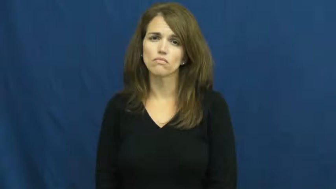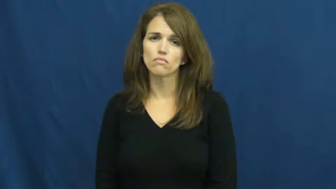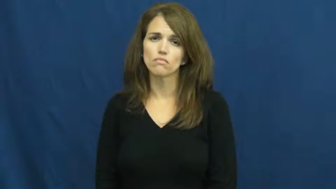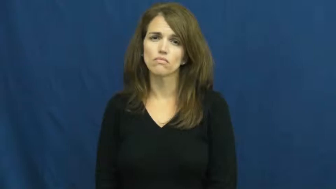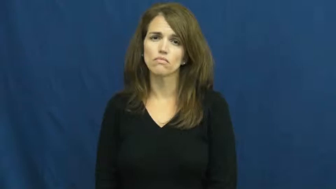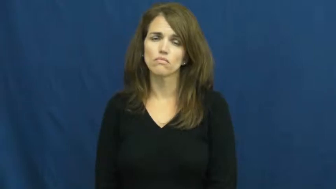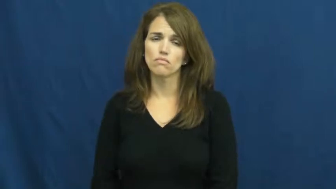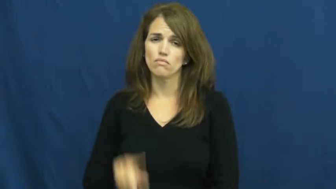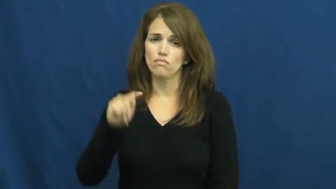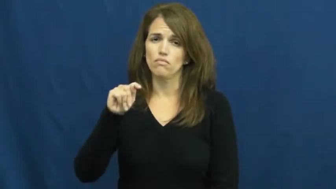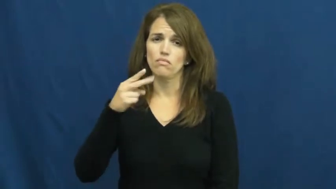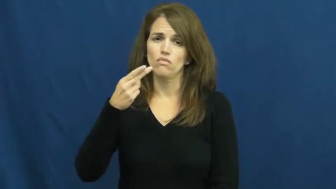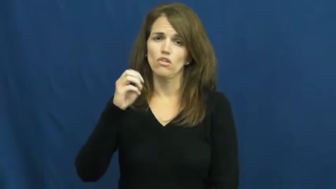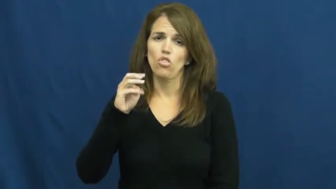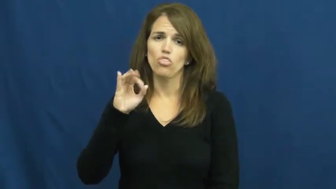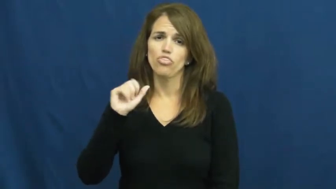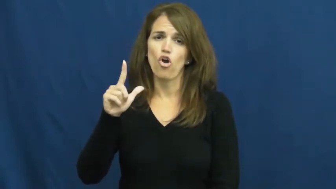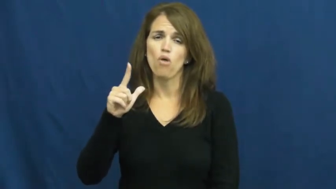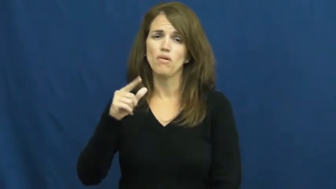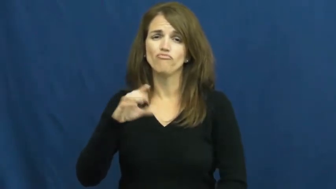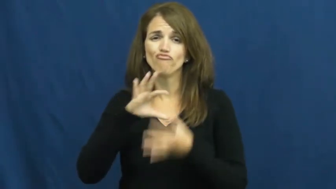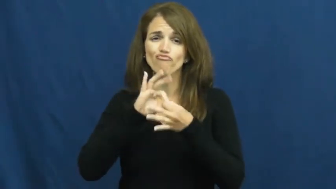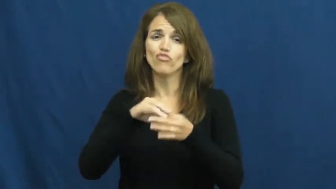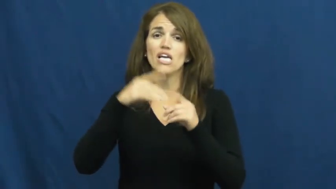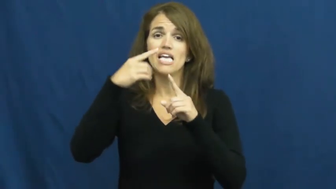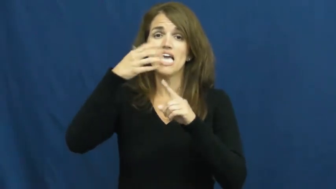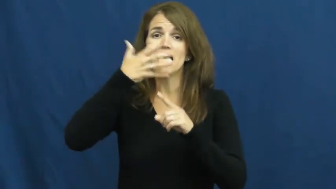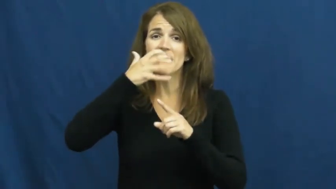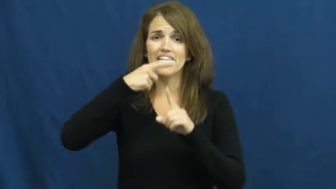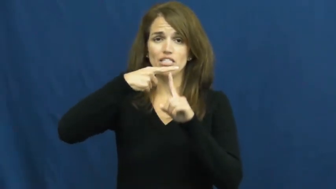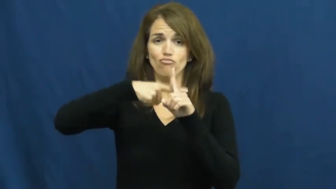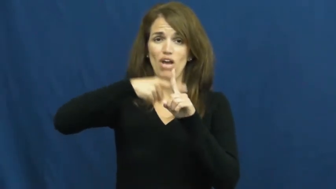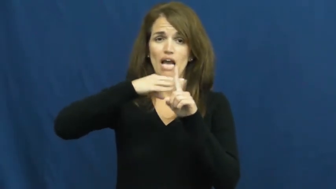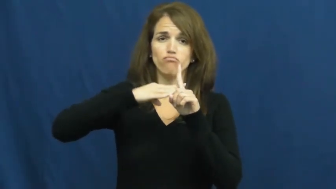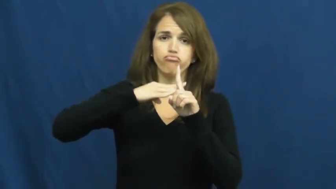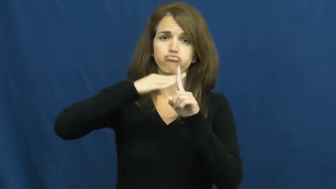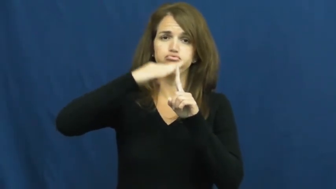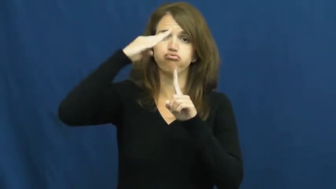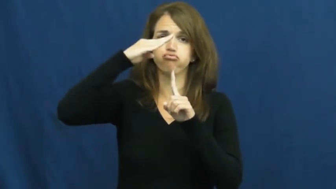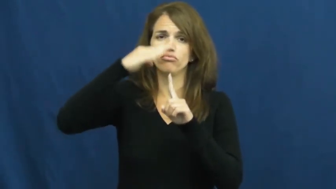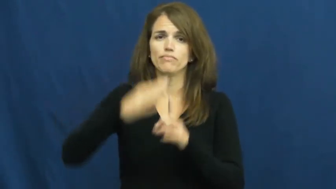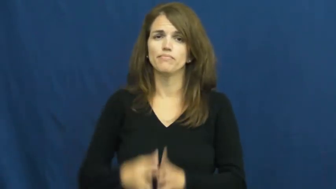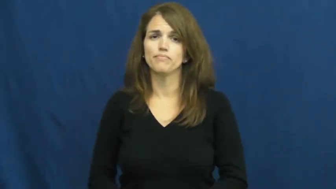thermal